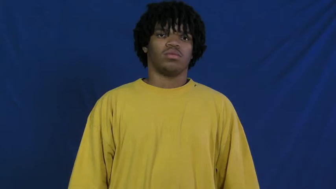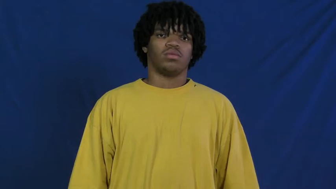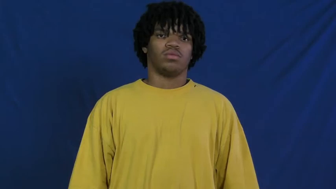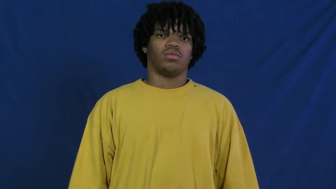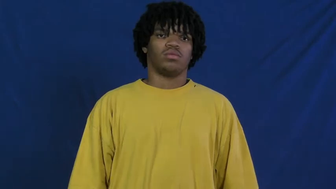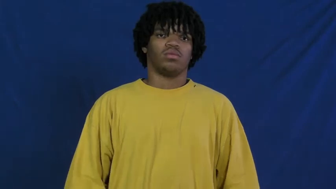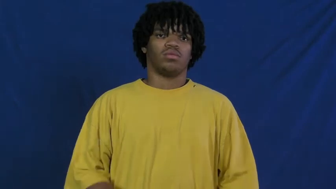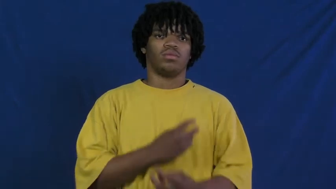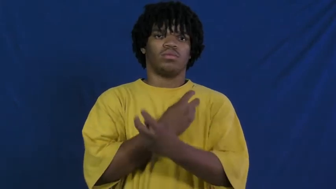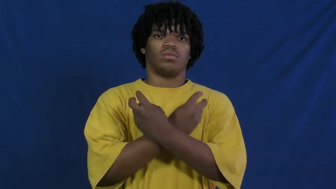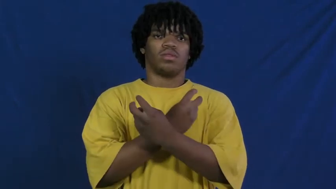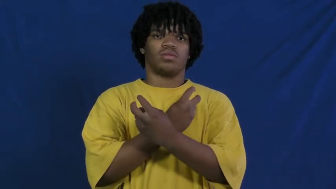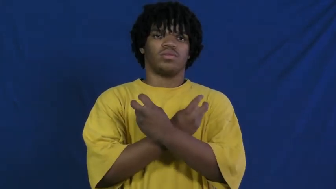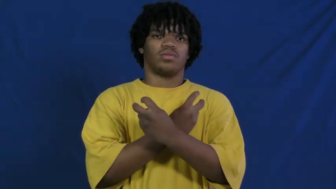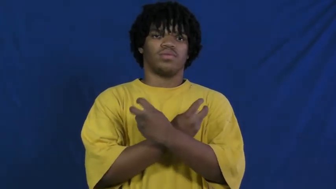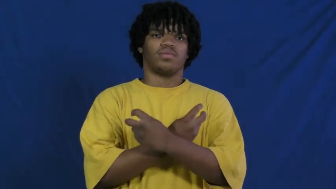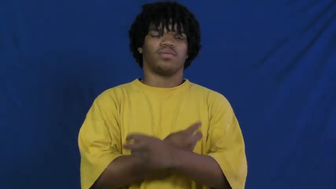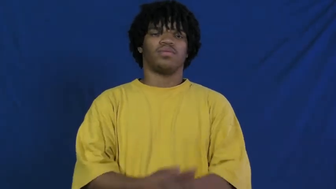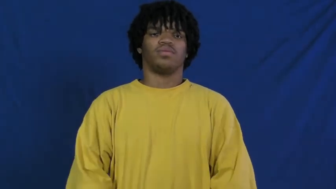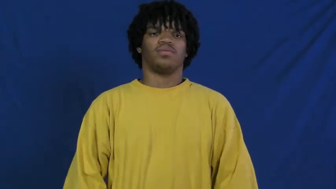poison,toxic,toxin,arsenic,cyanide,hemlock,belladonna,curare